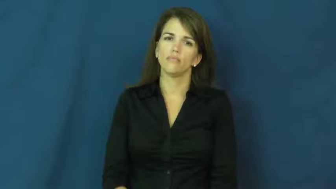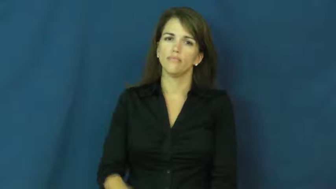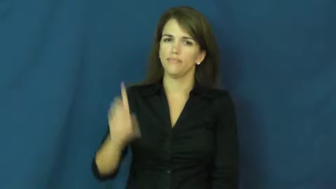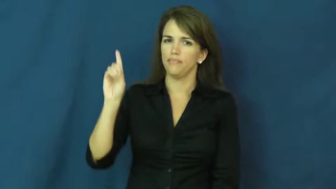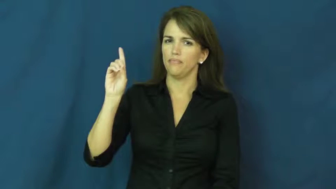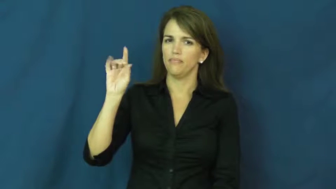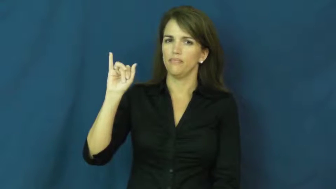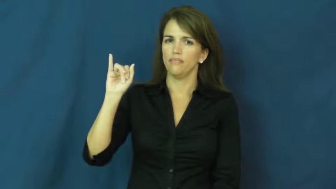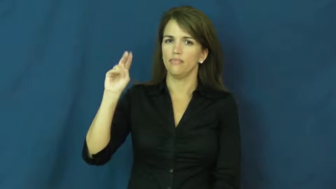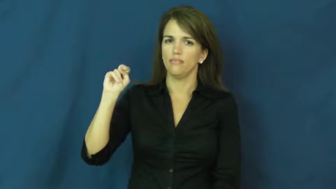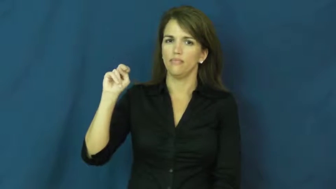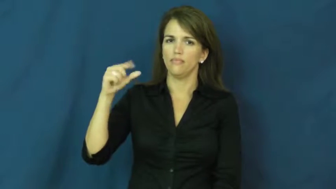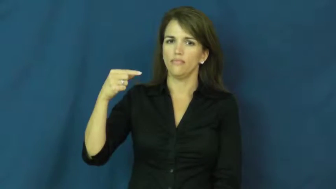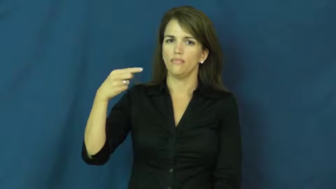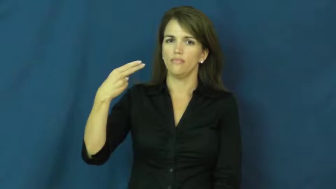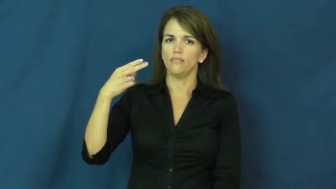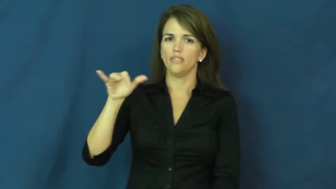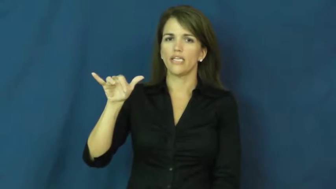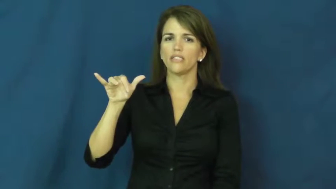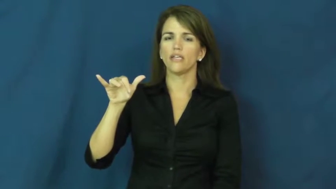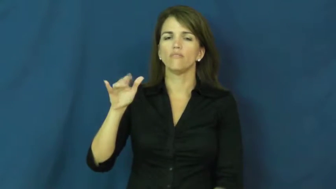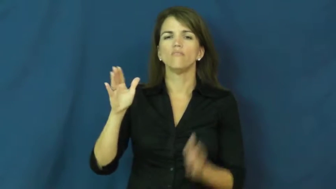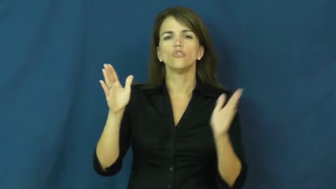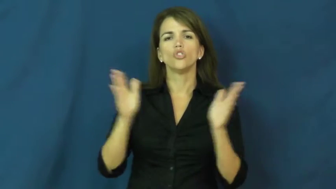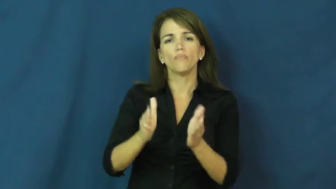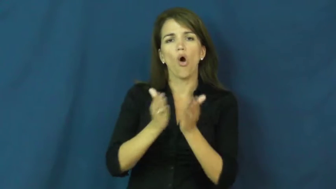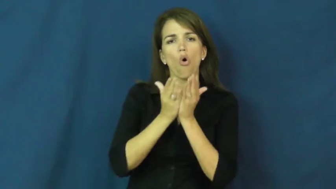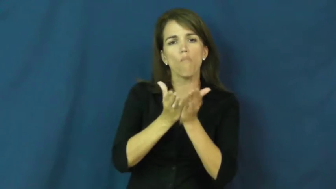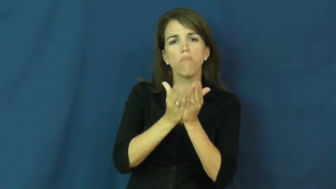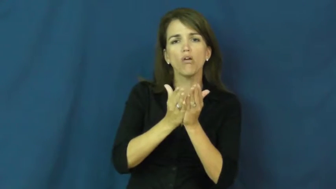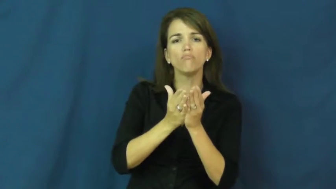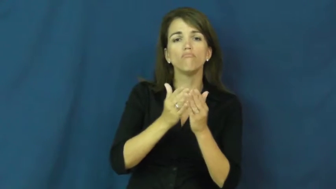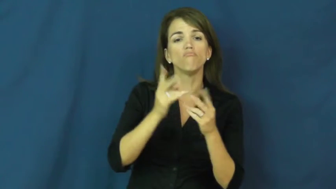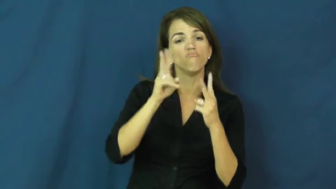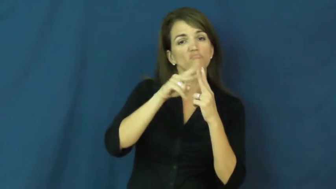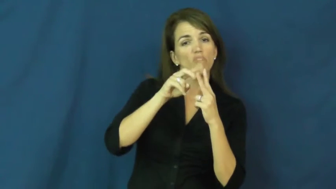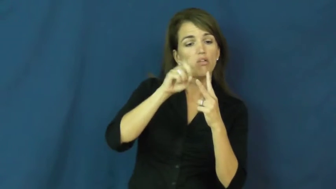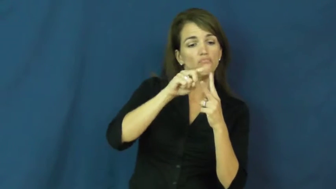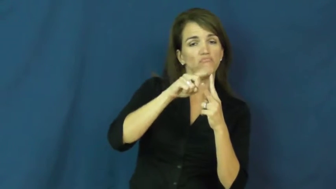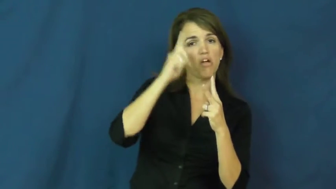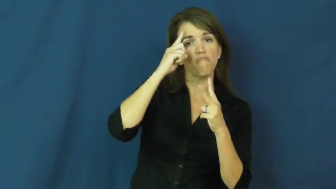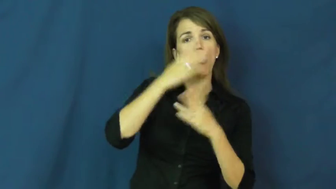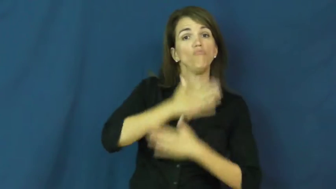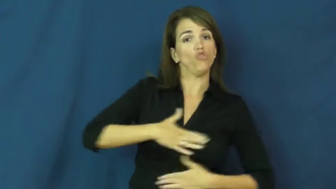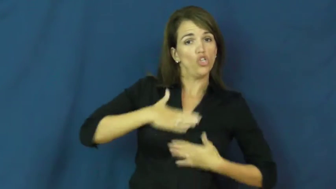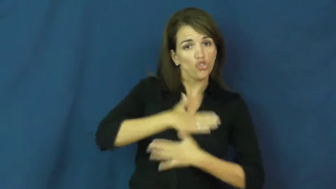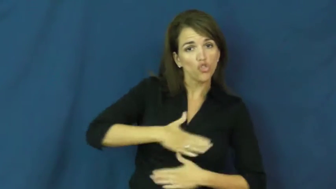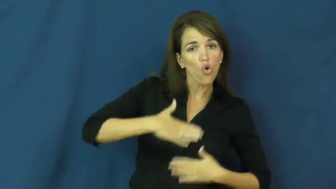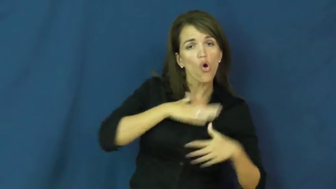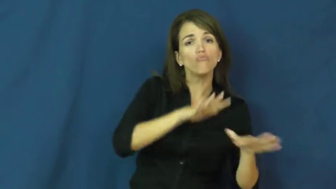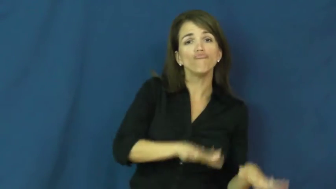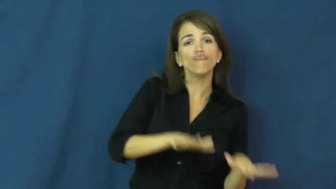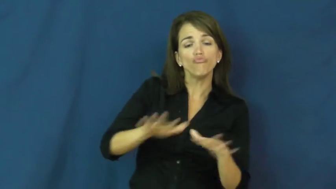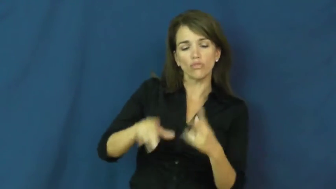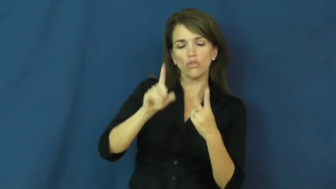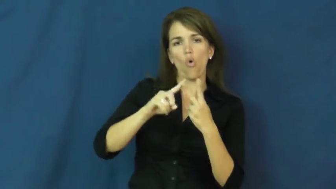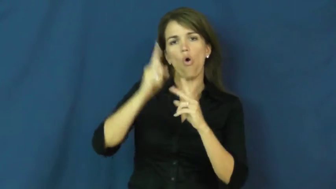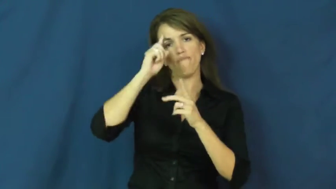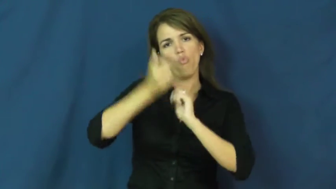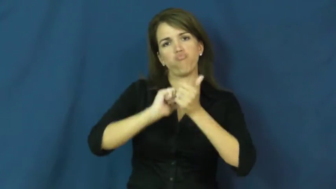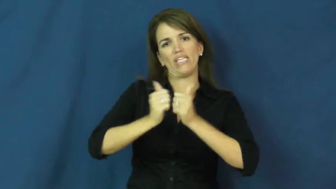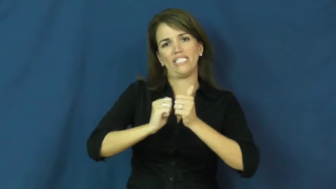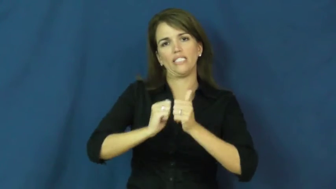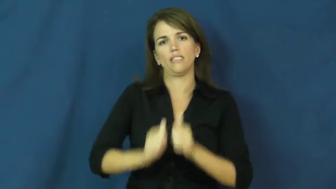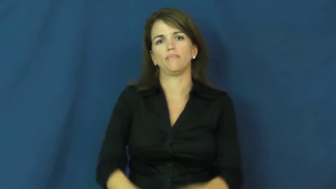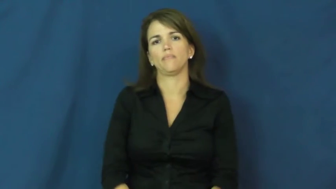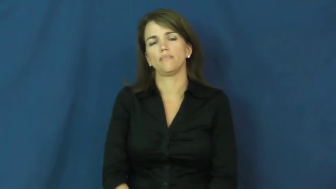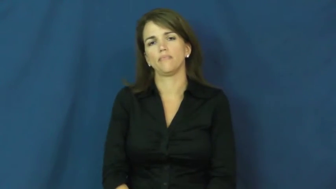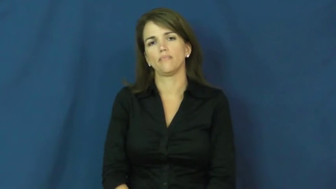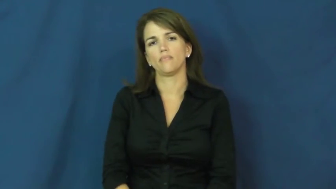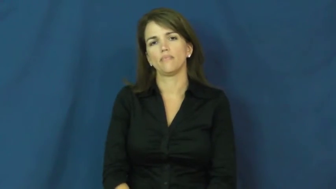dingy-boat